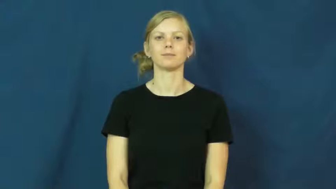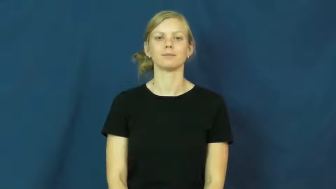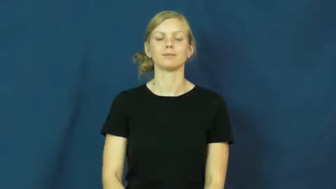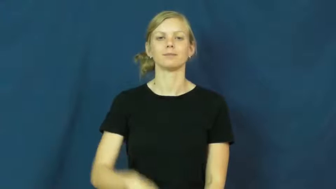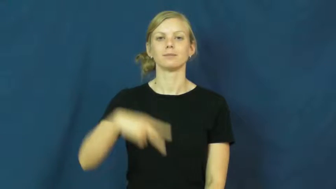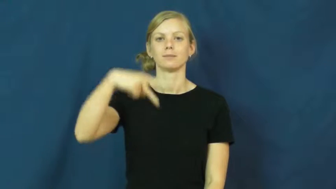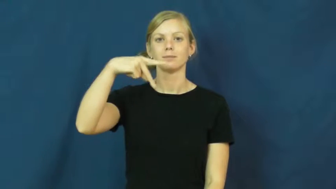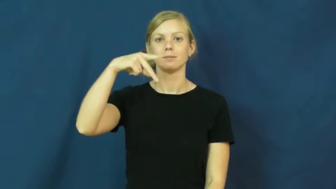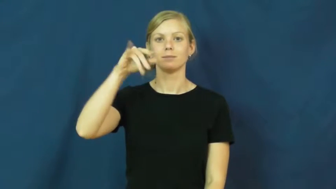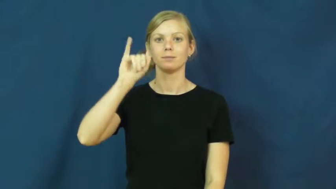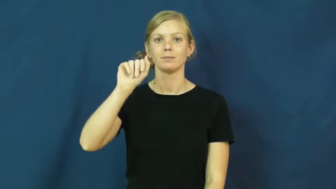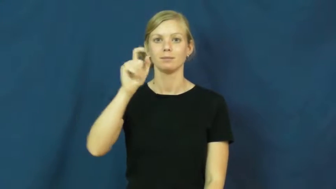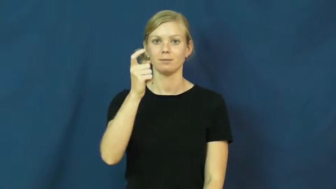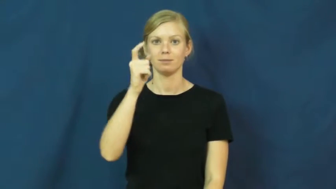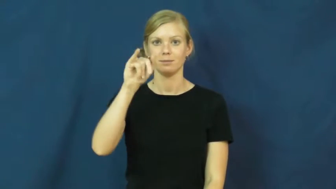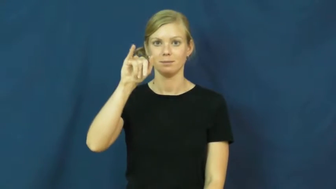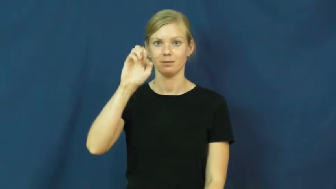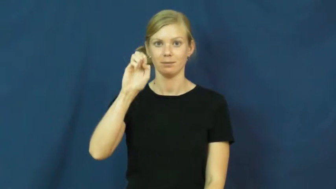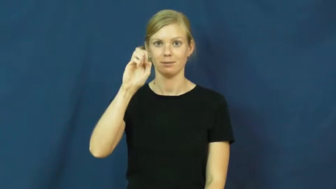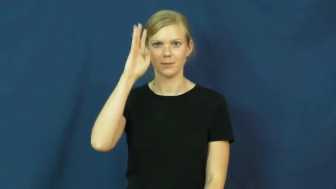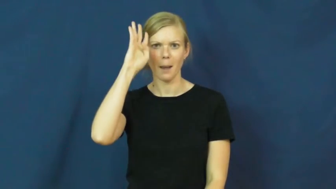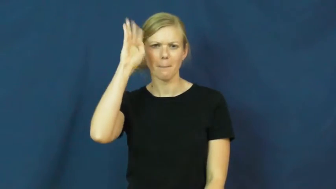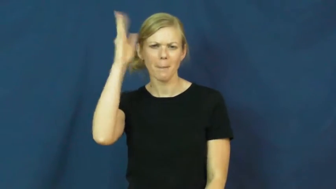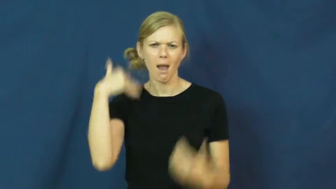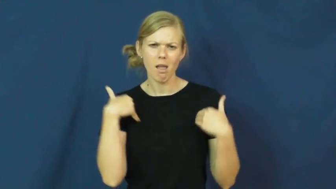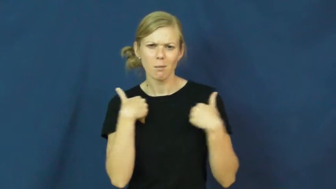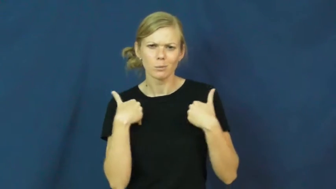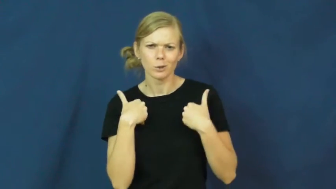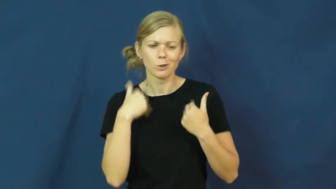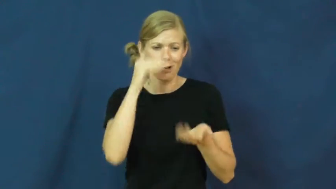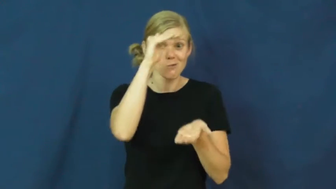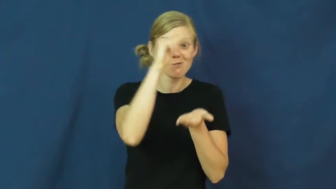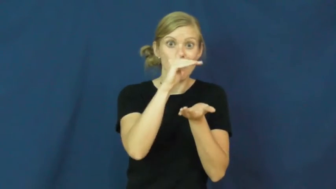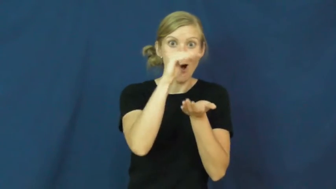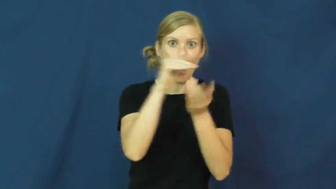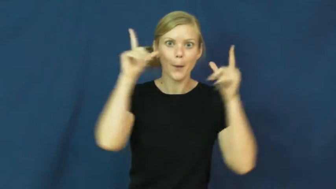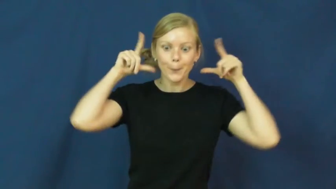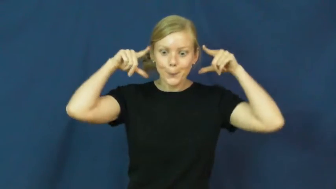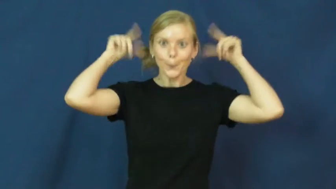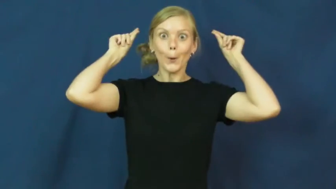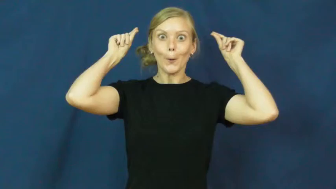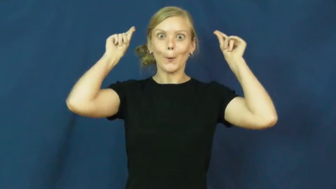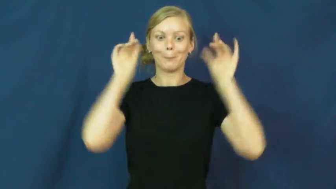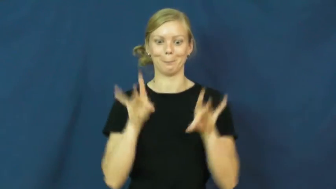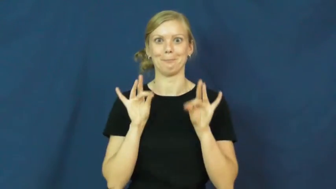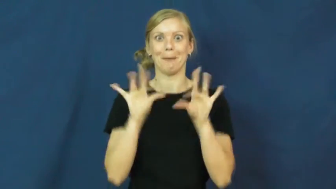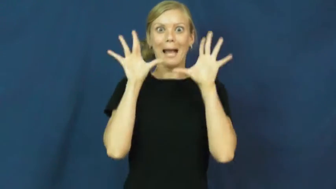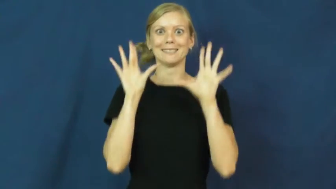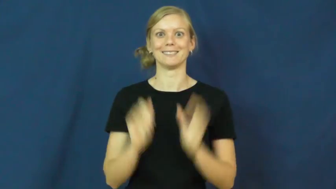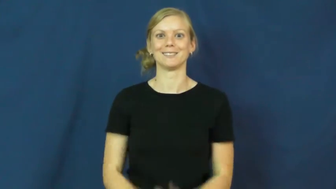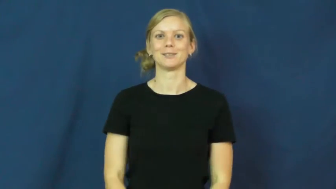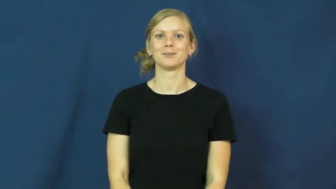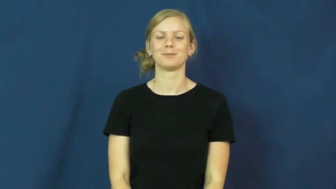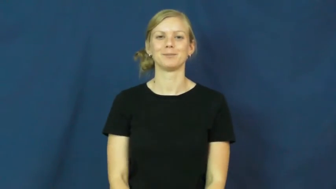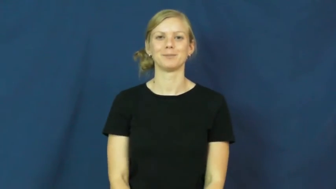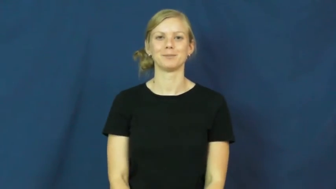pixie